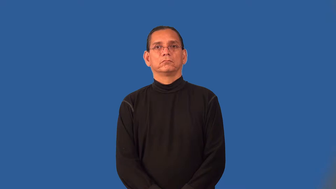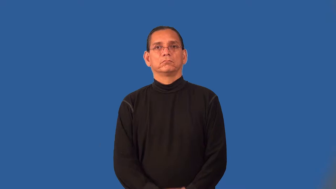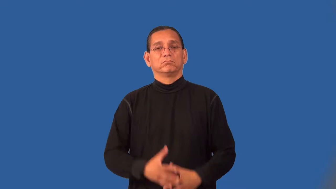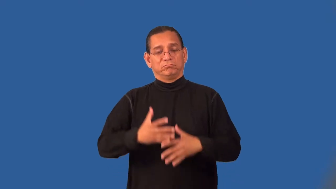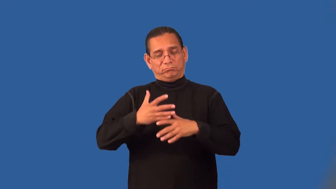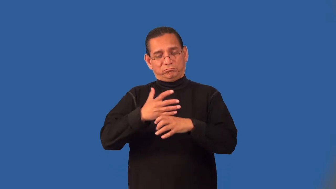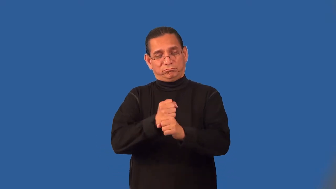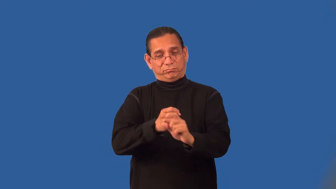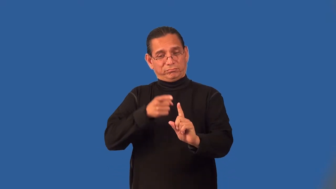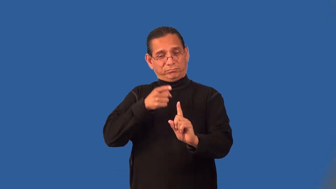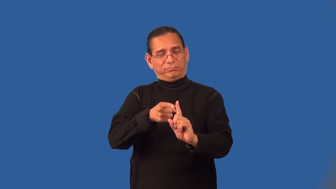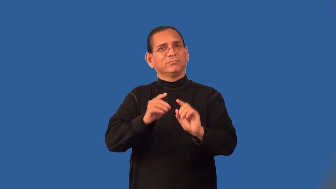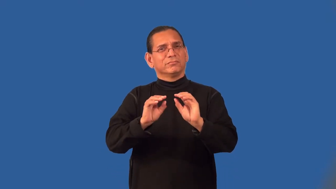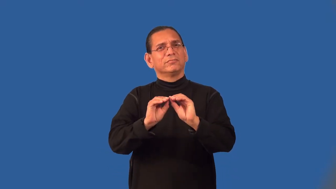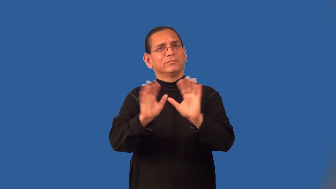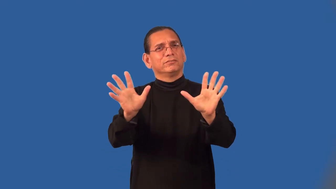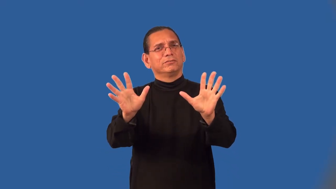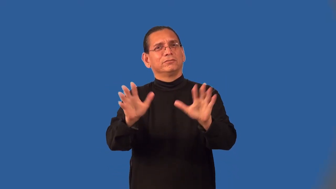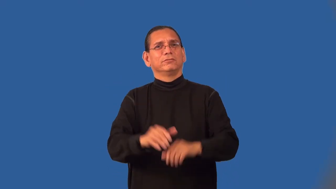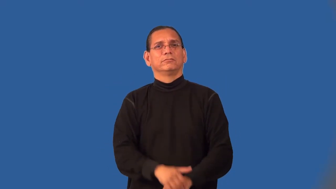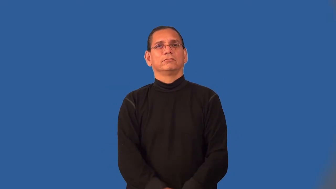pithy